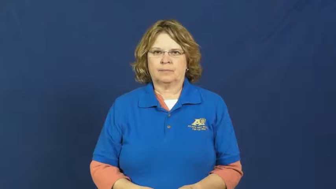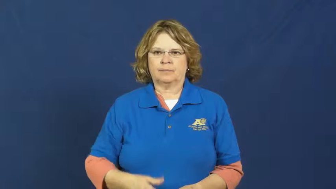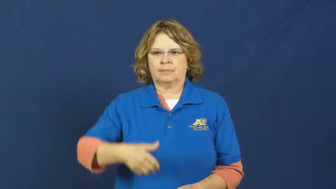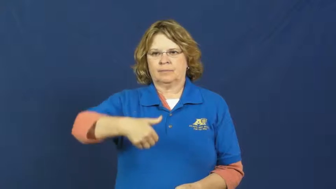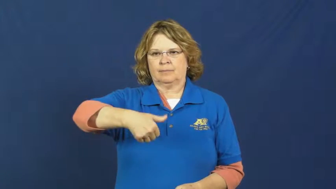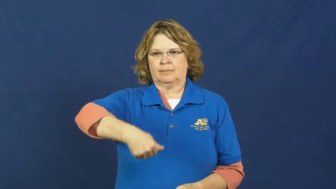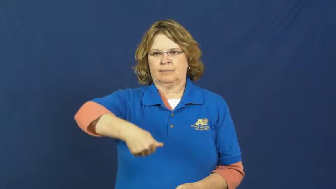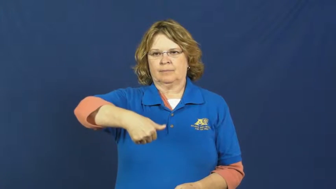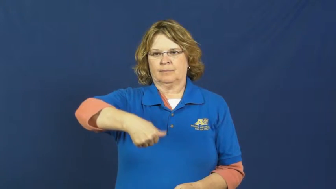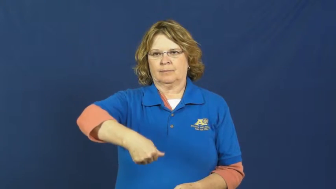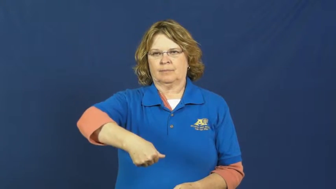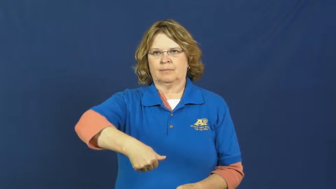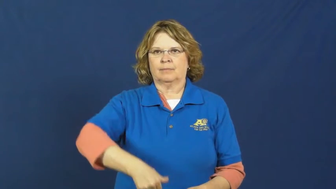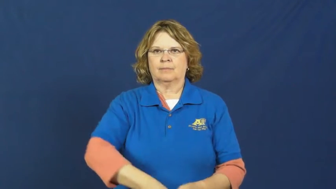staple